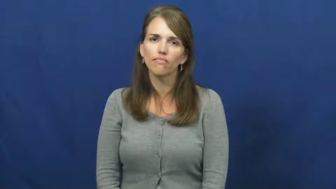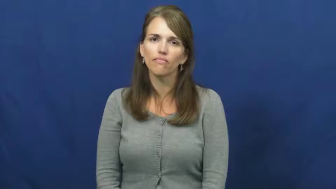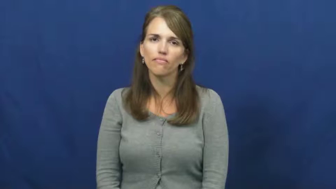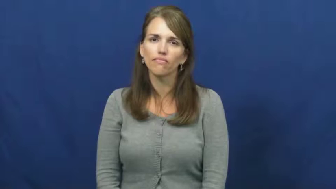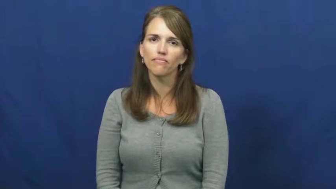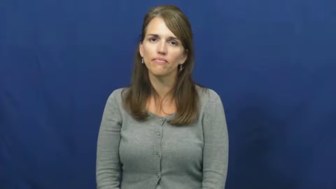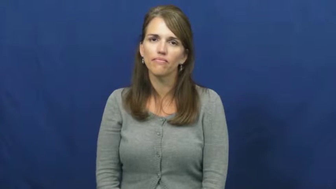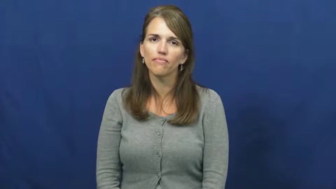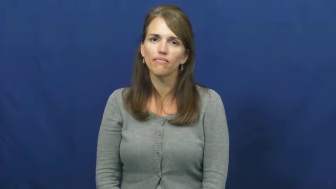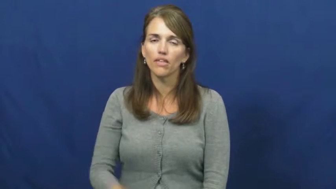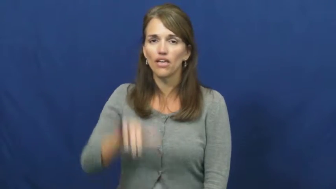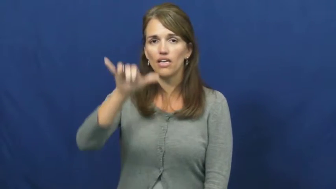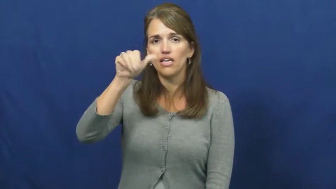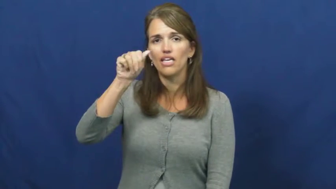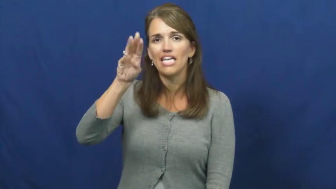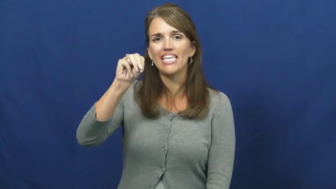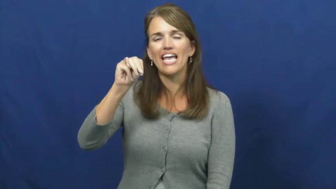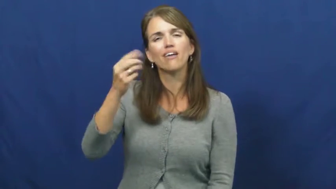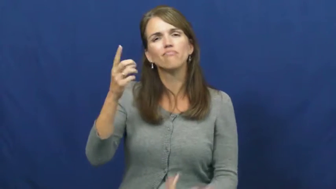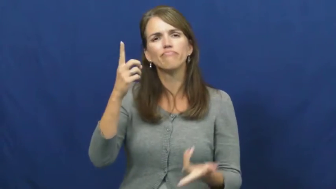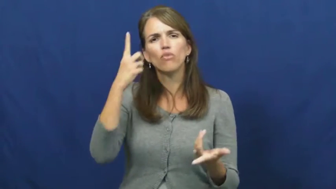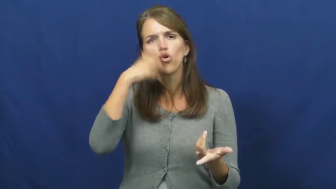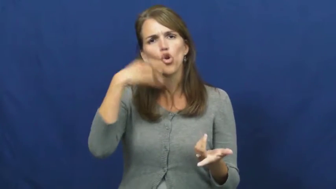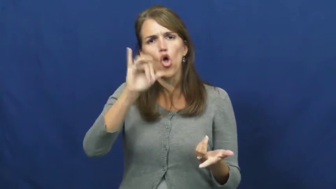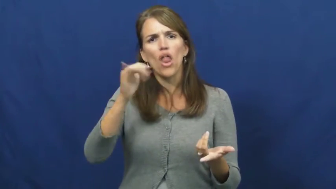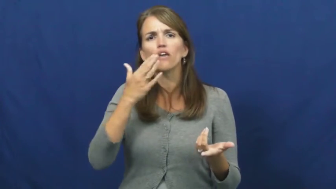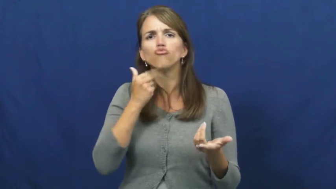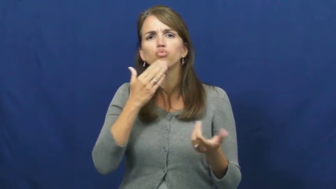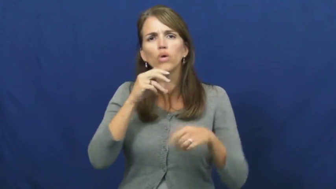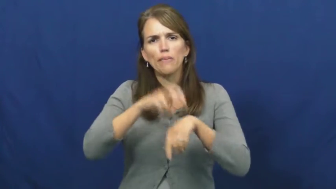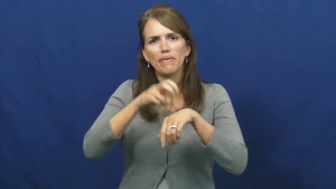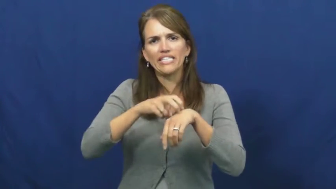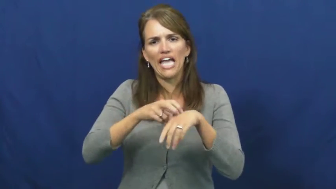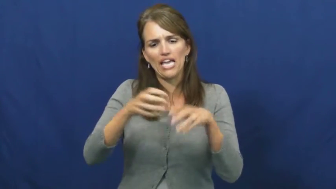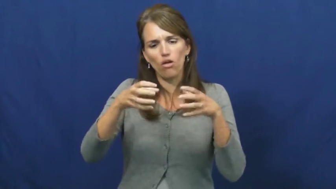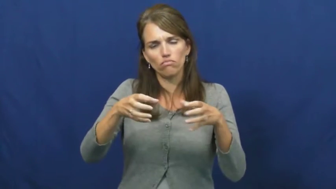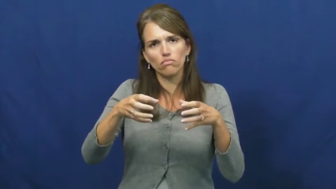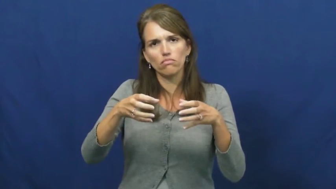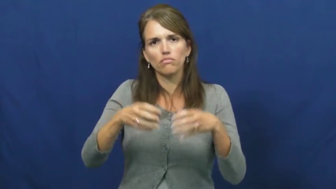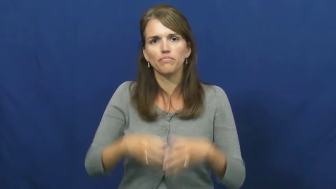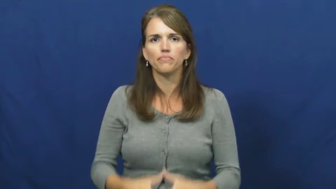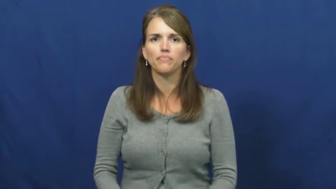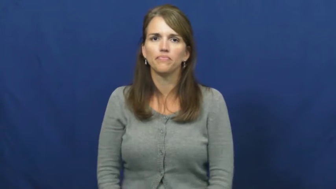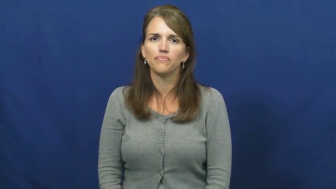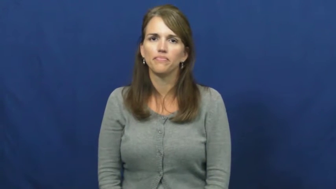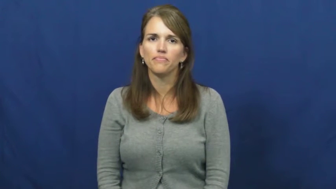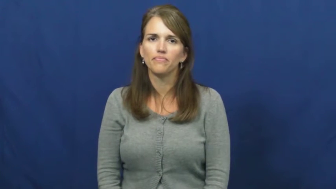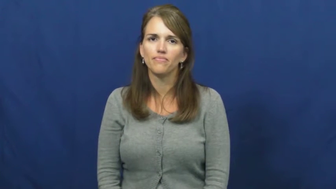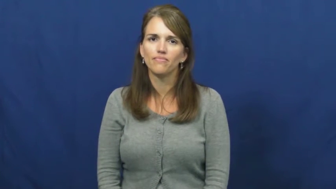yam